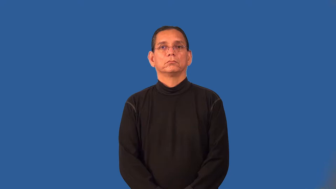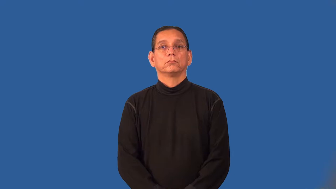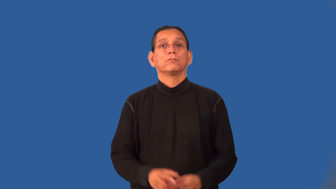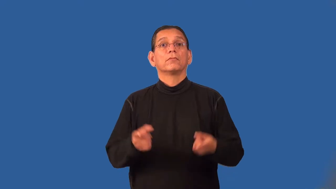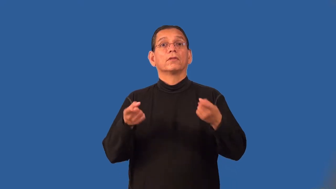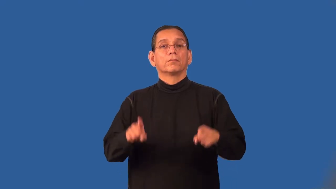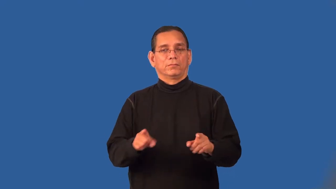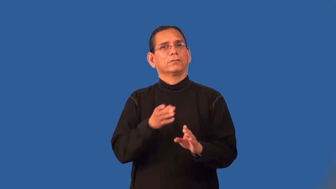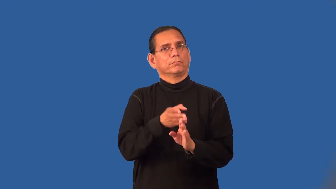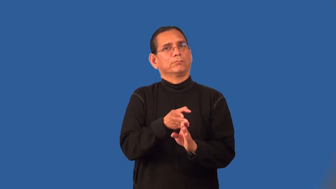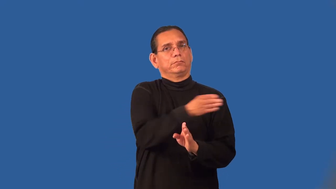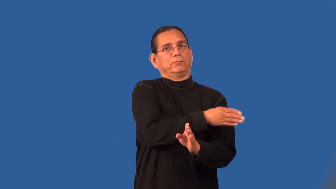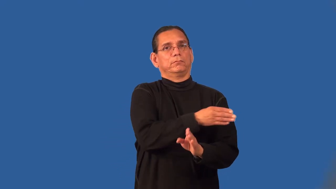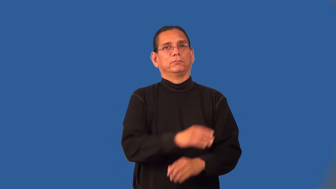predate,beforehand